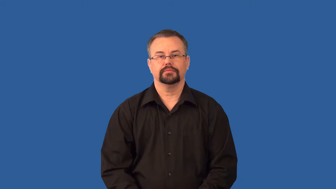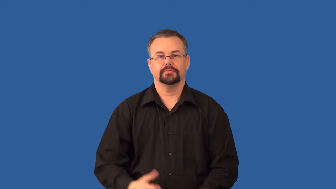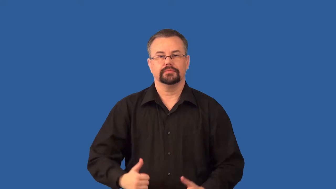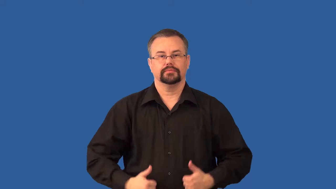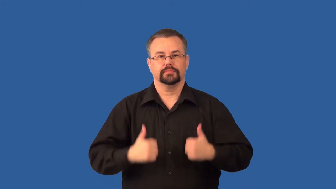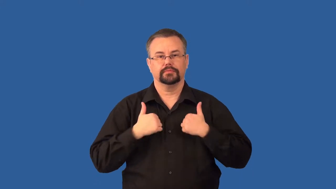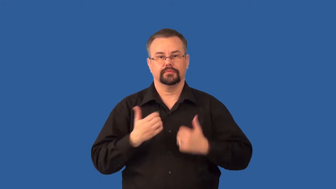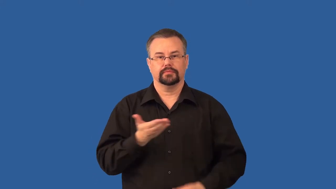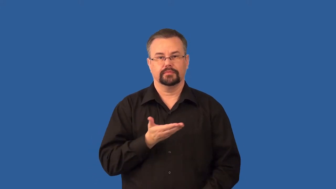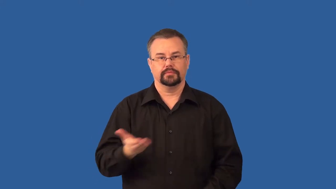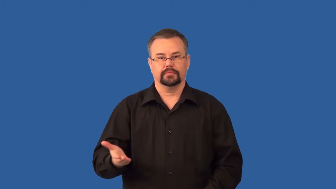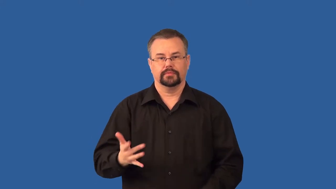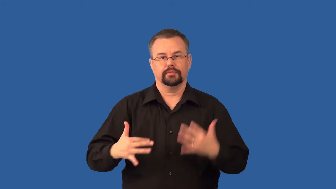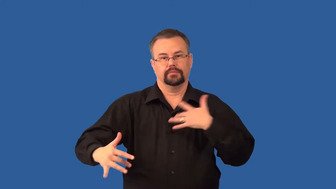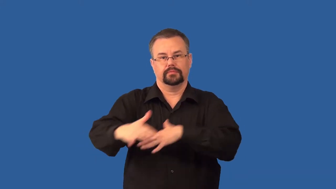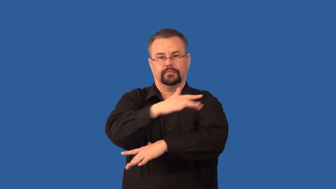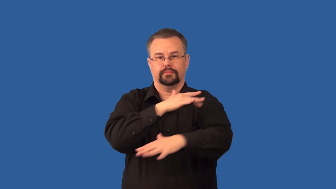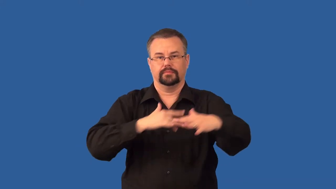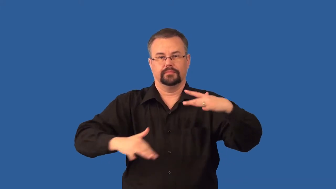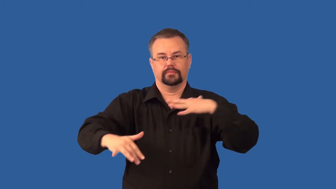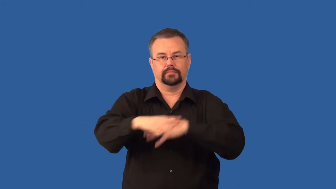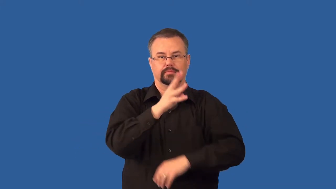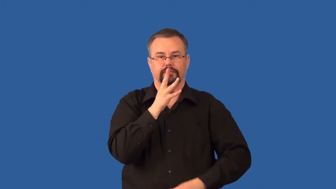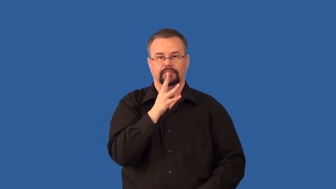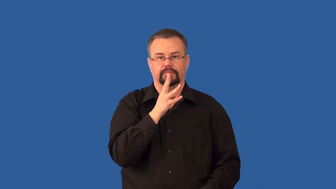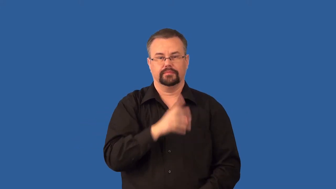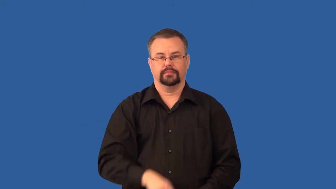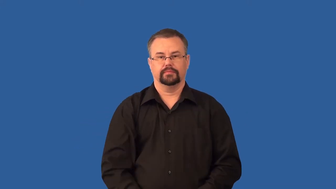plankton